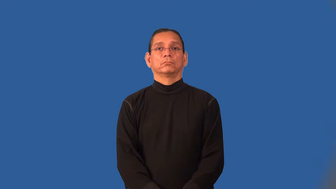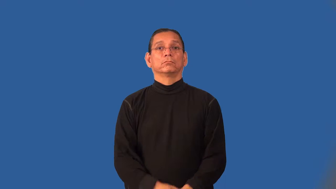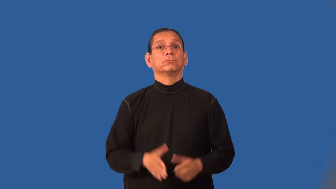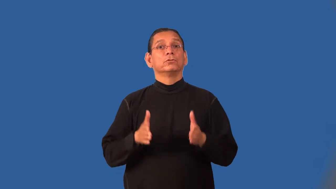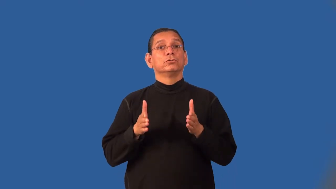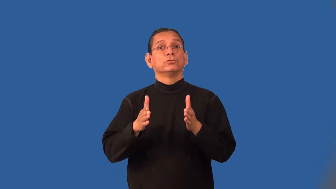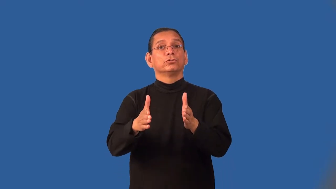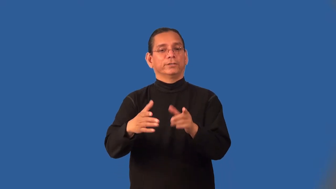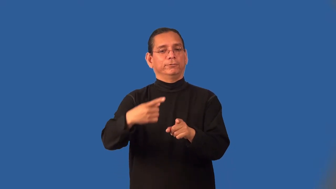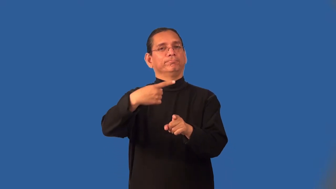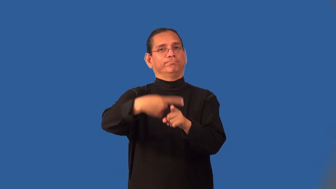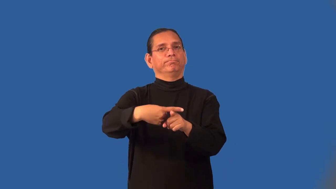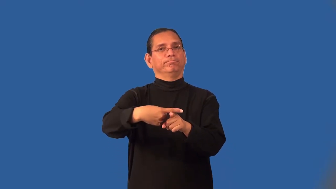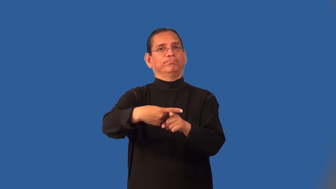intersection-street